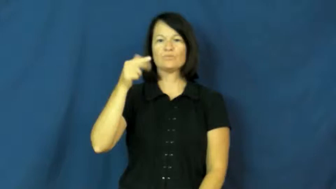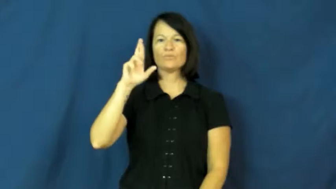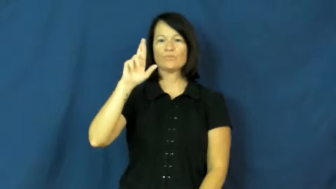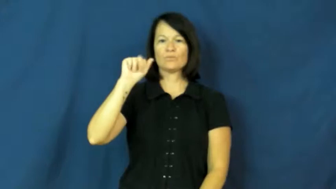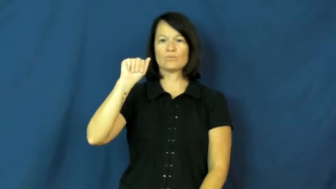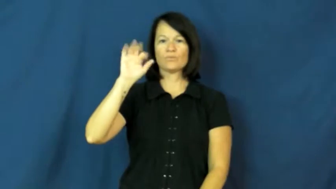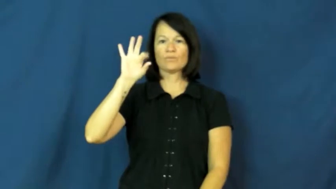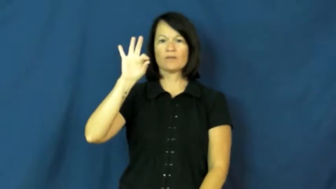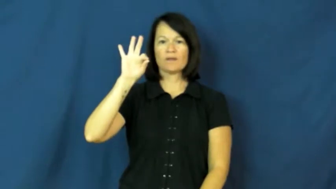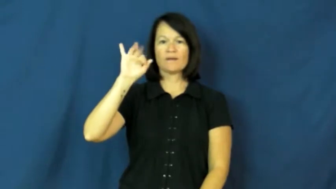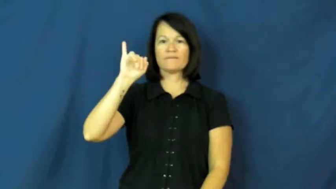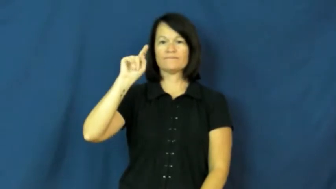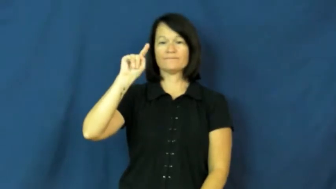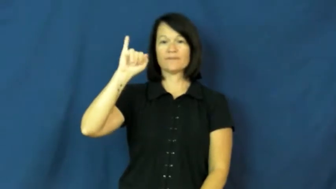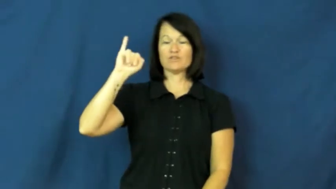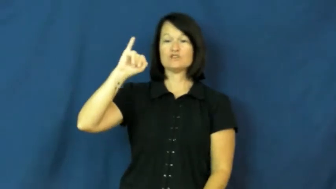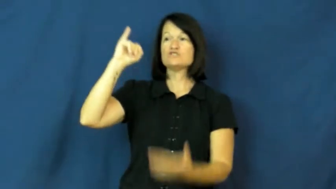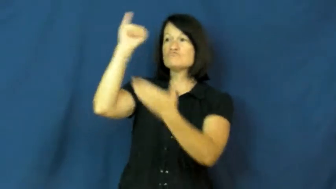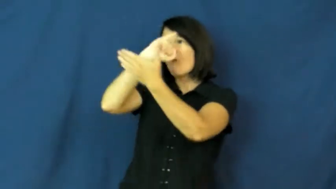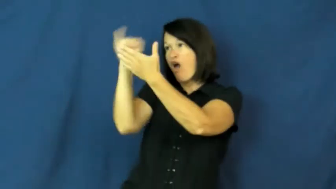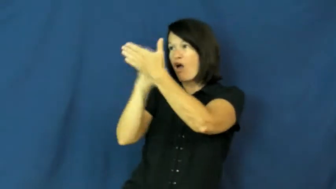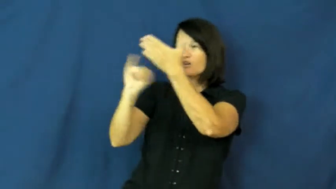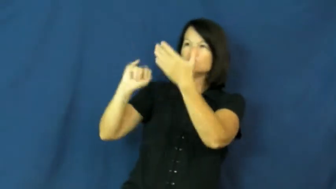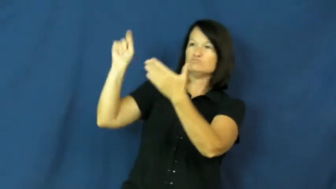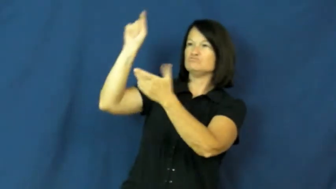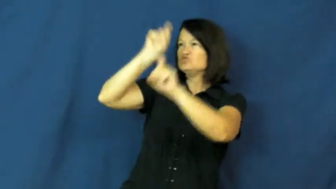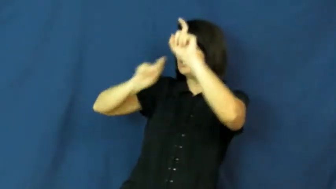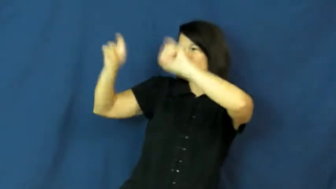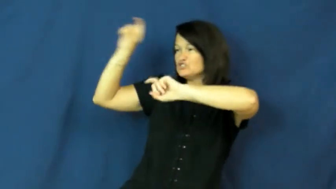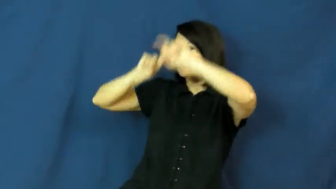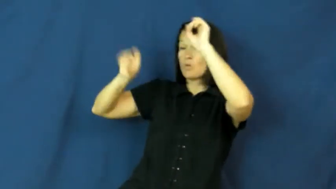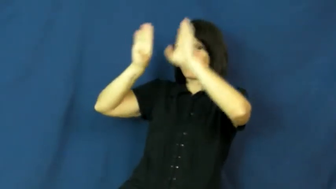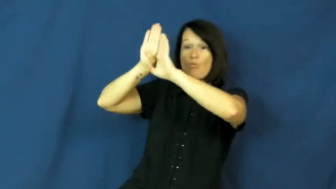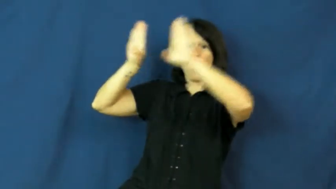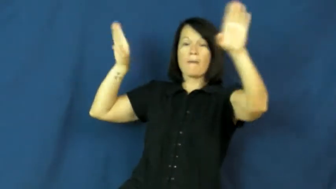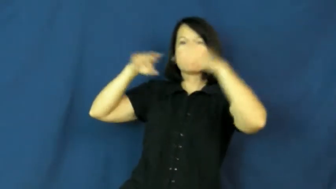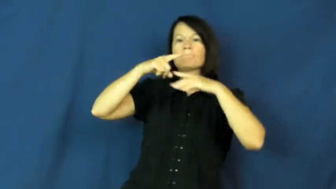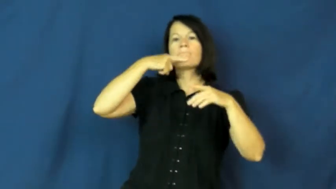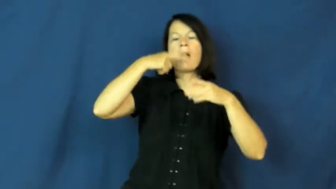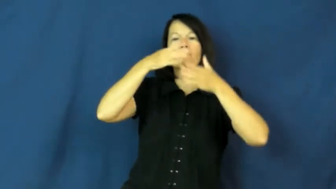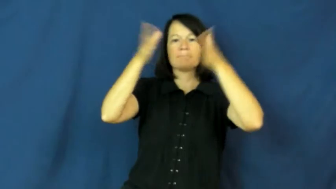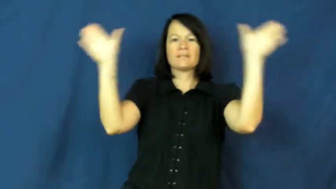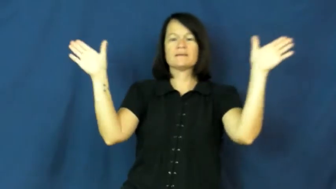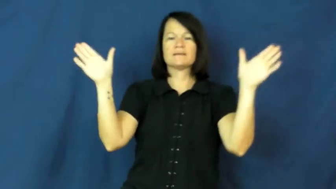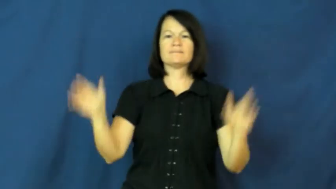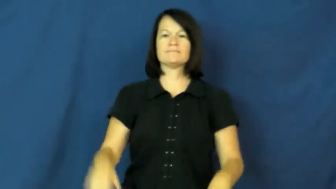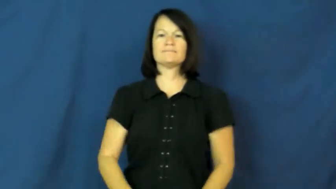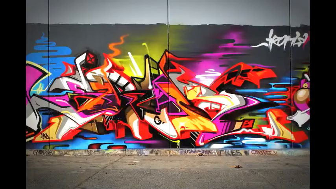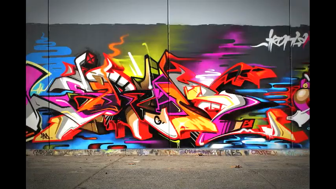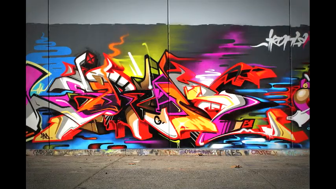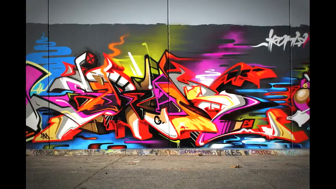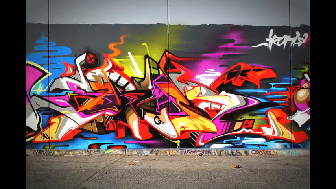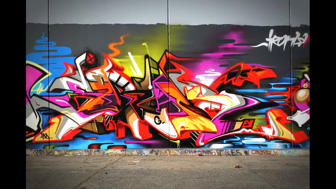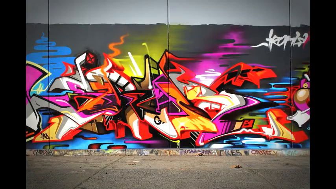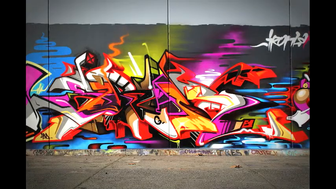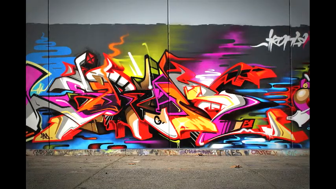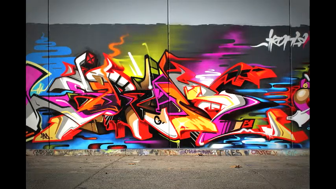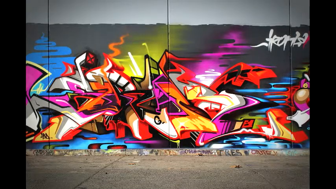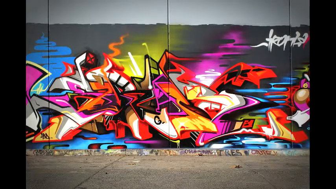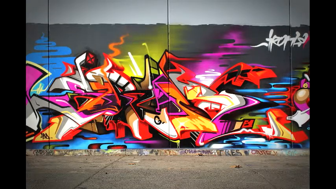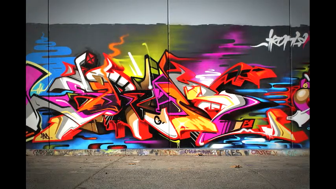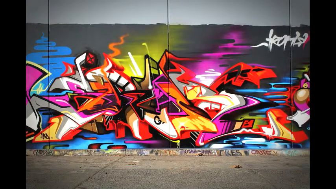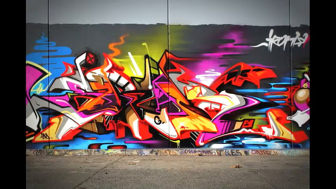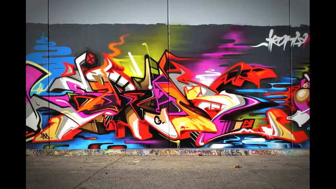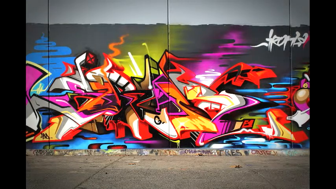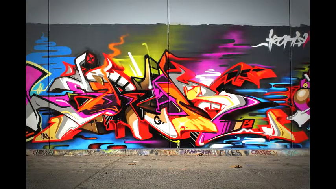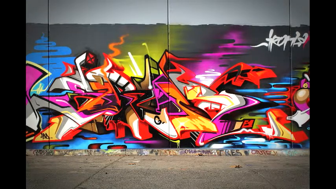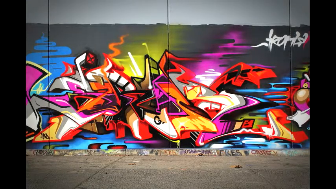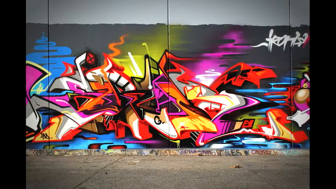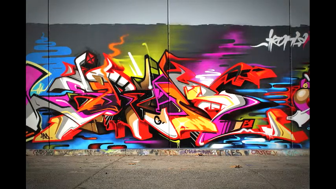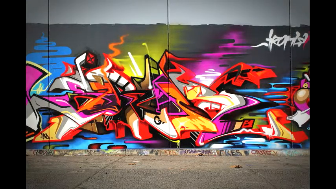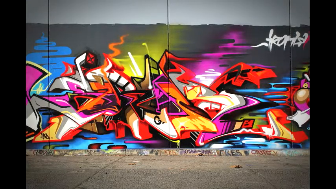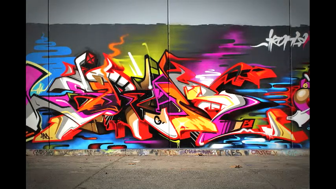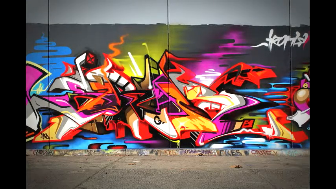graffiti